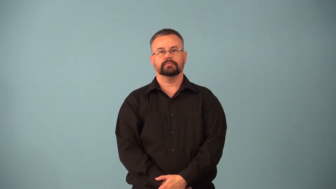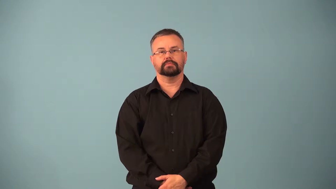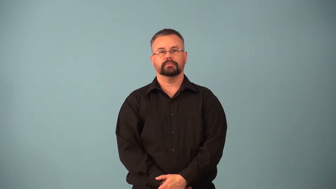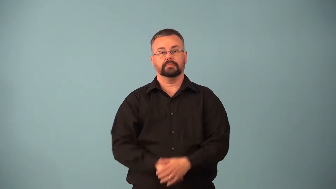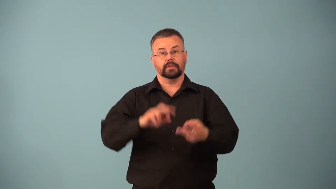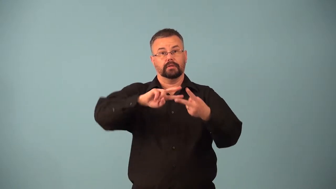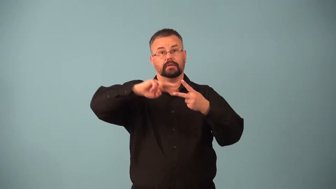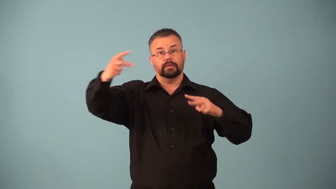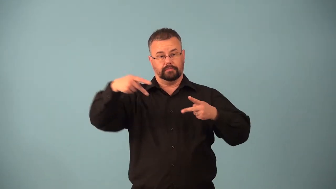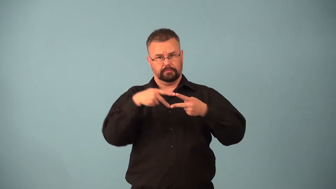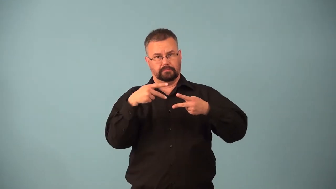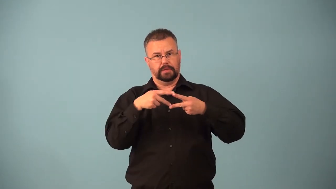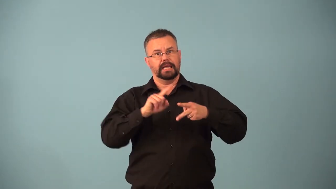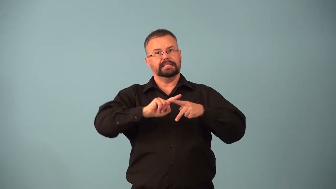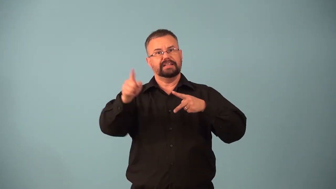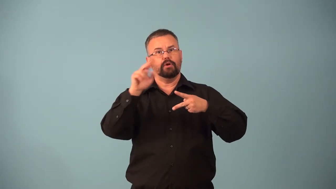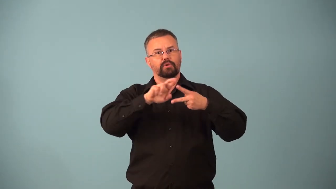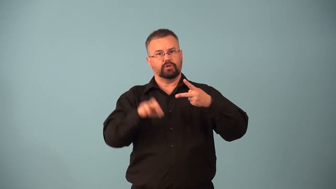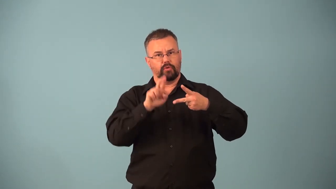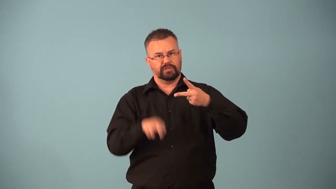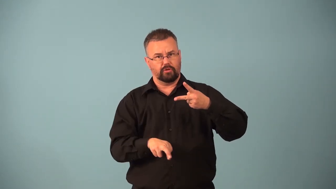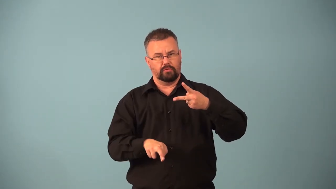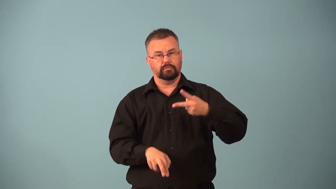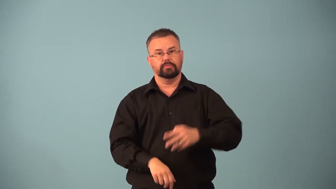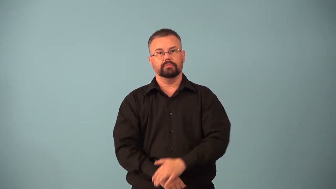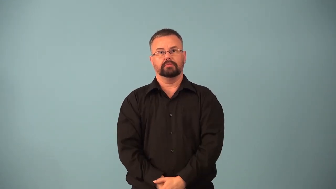heterozygous